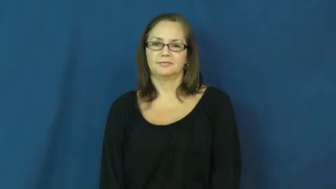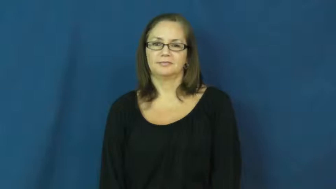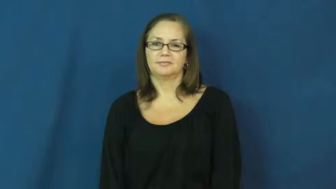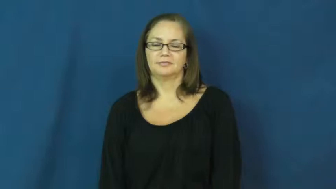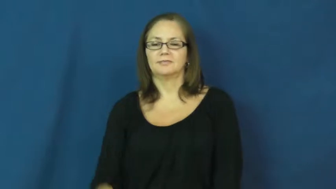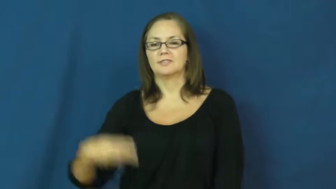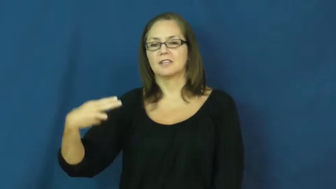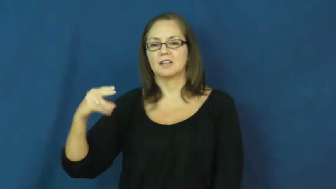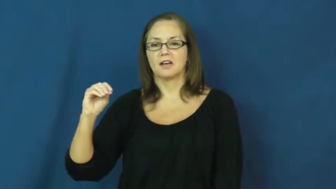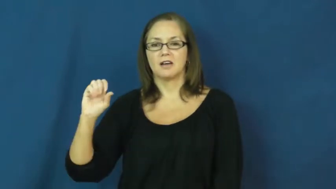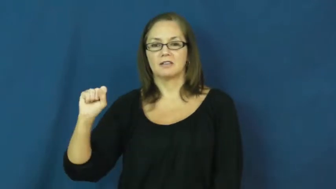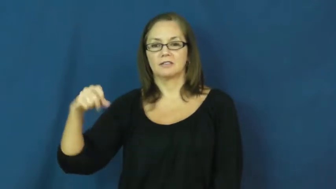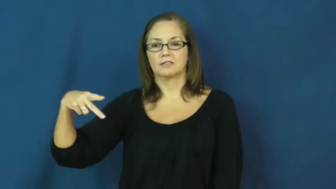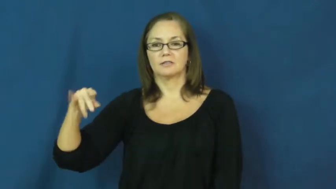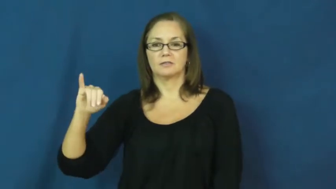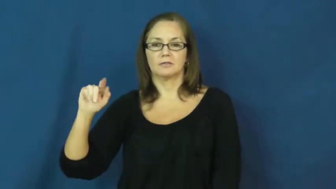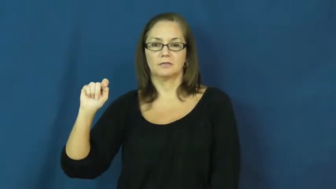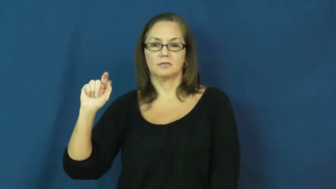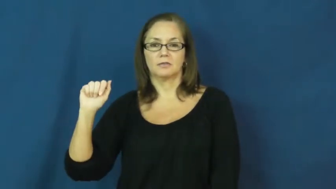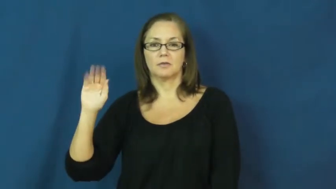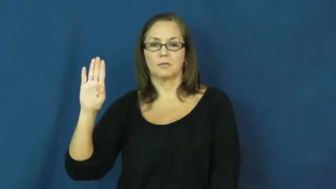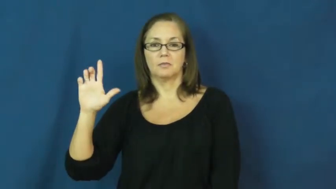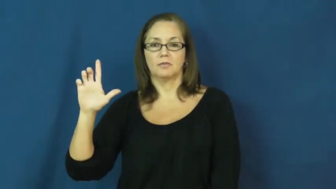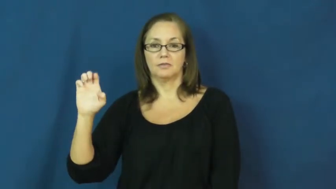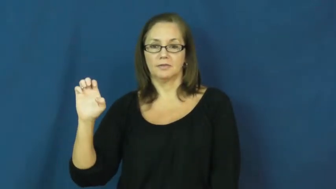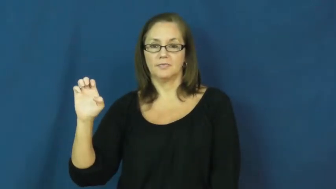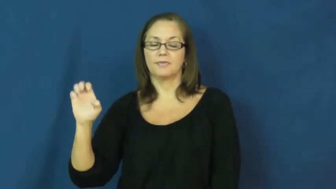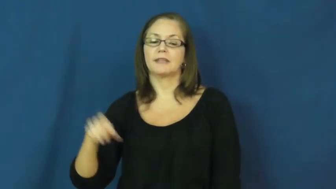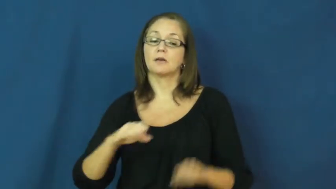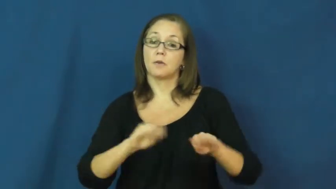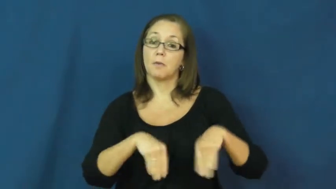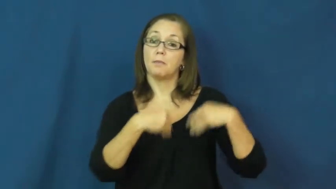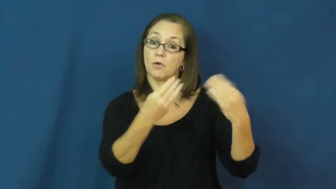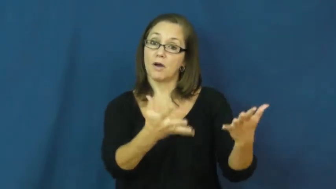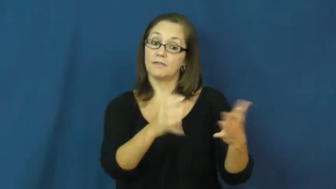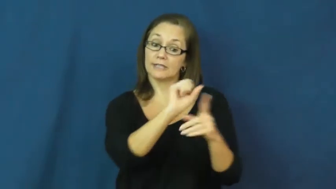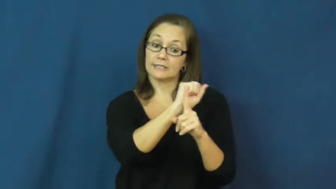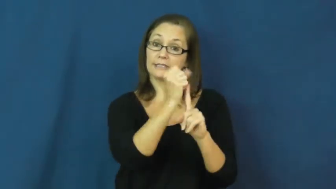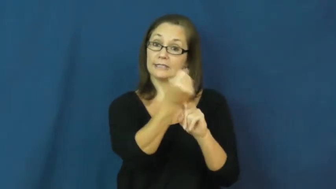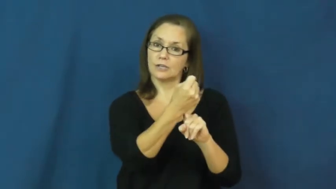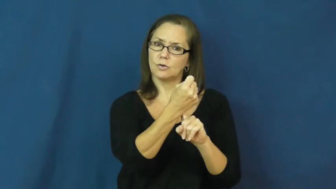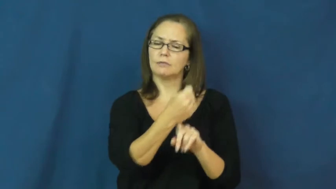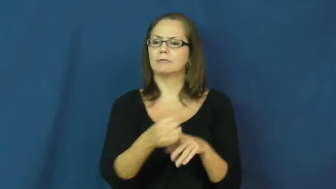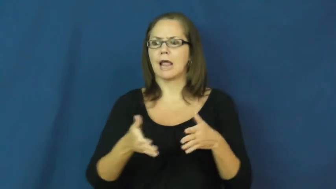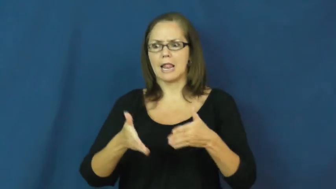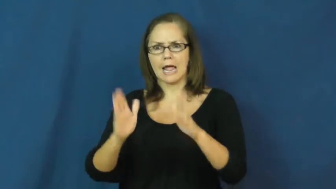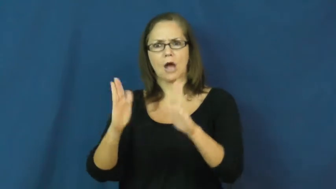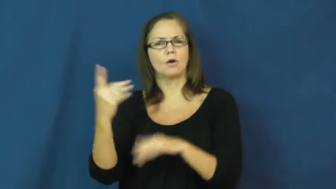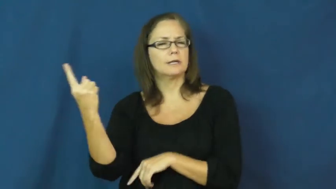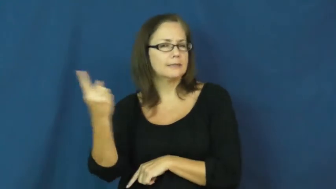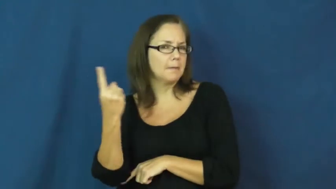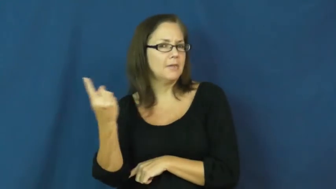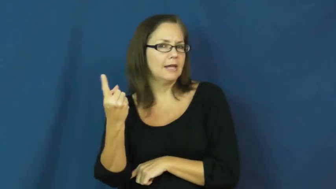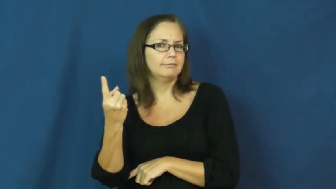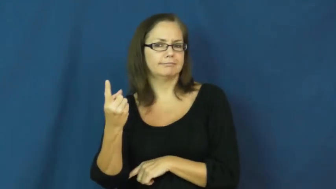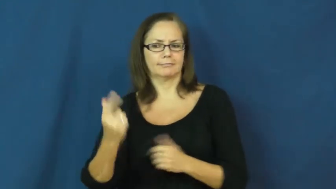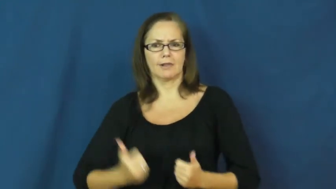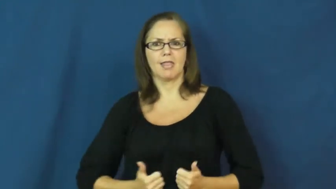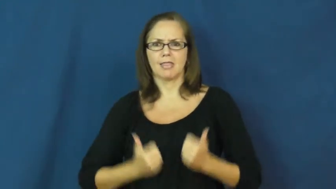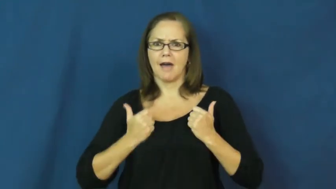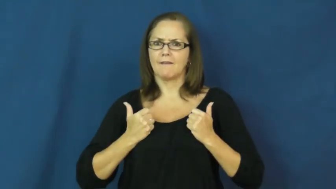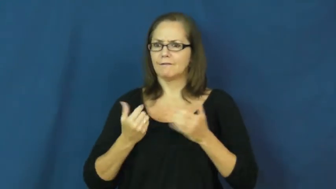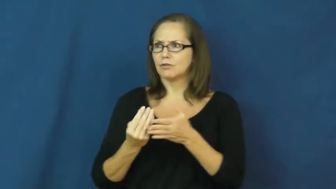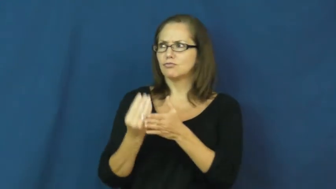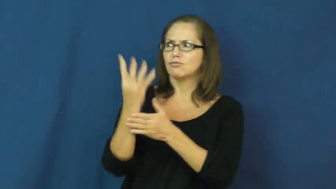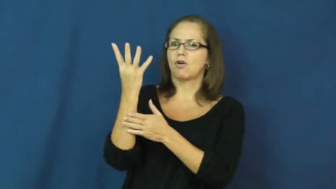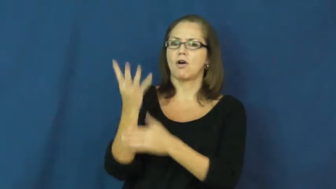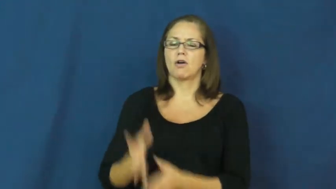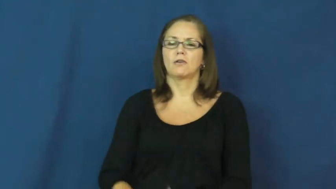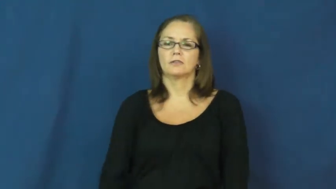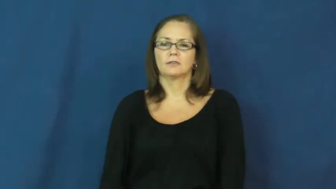hospitable-grow